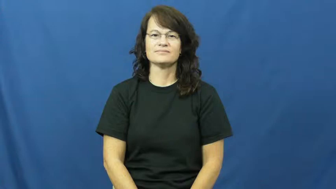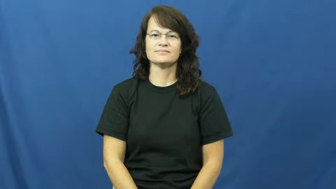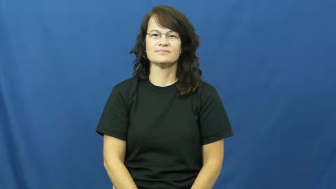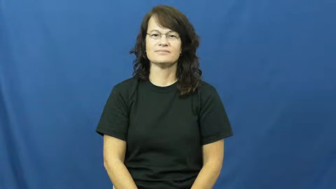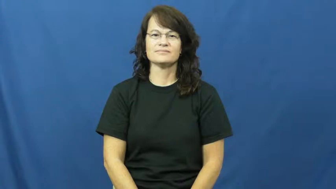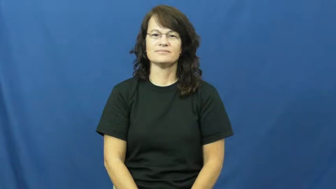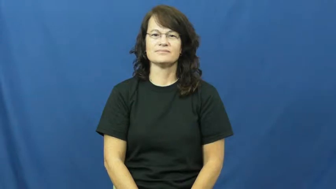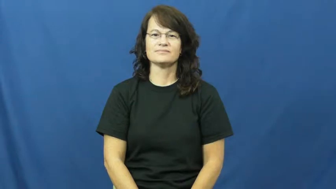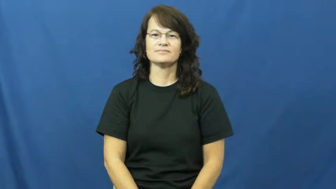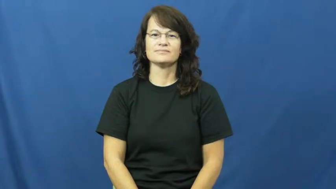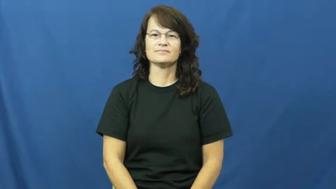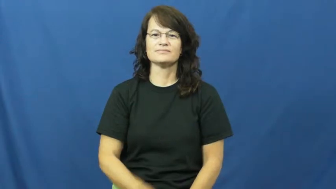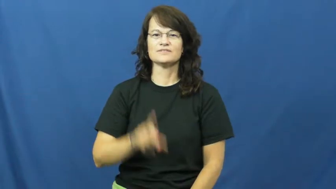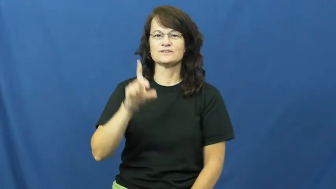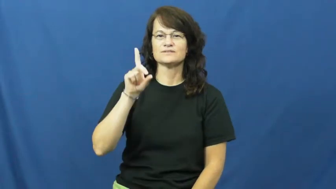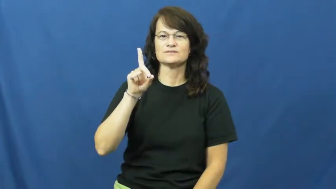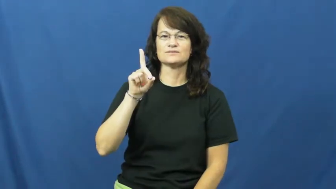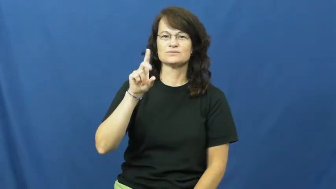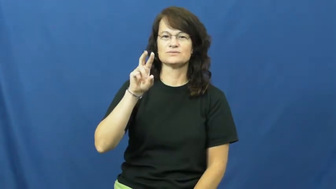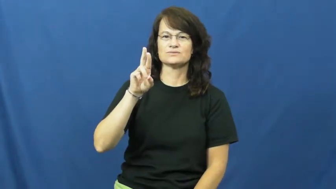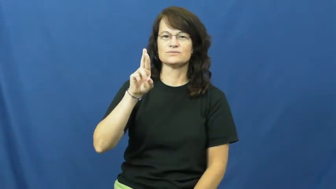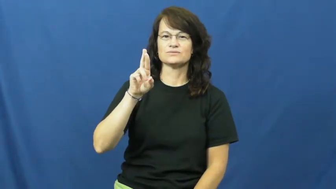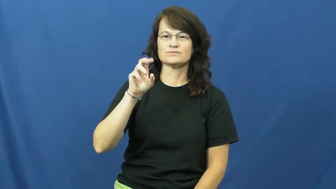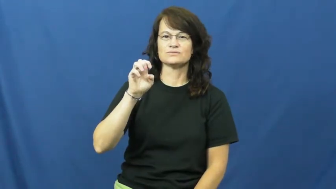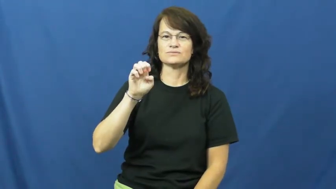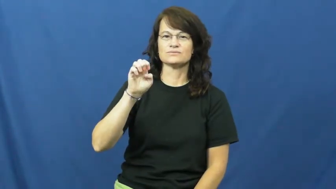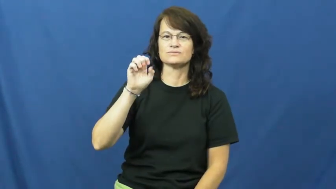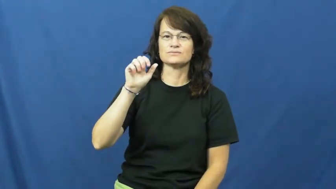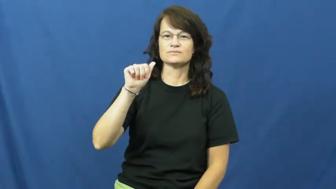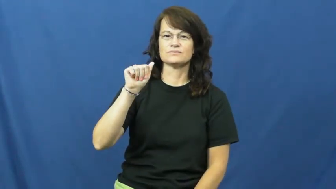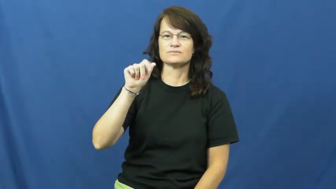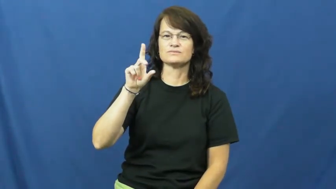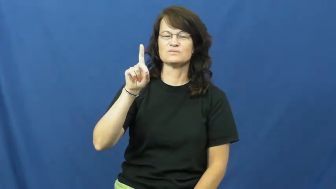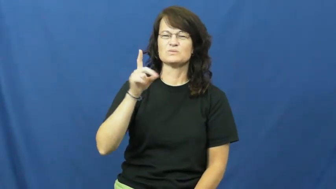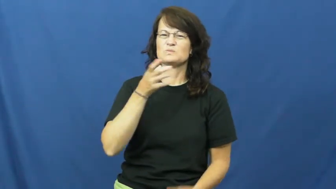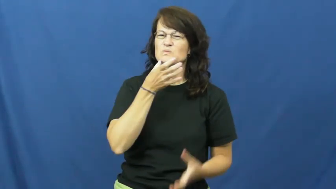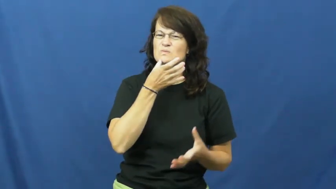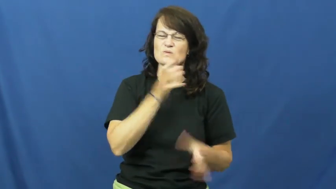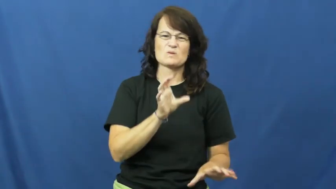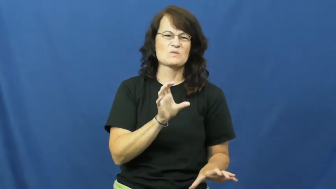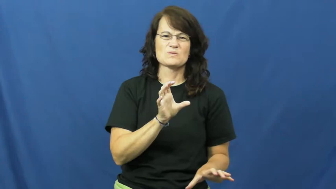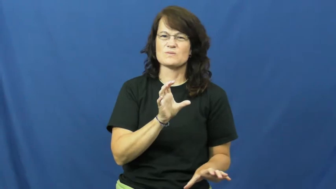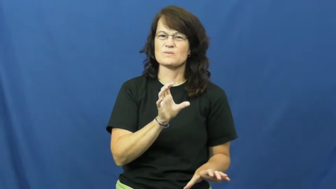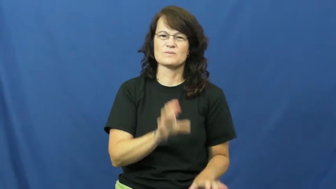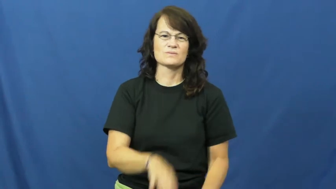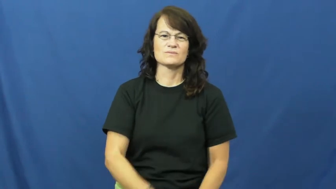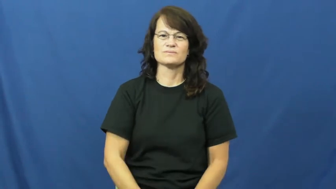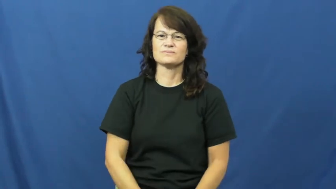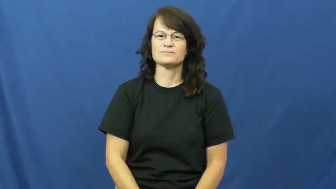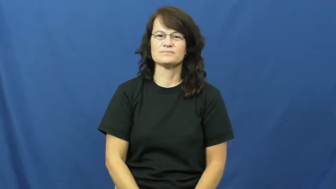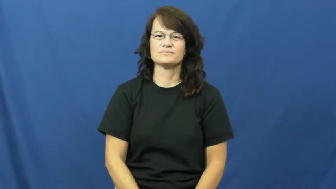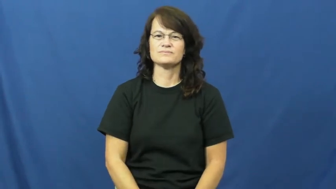dread